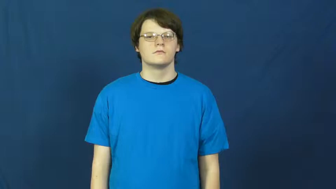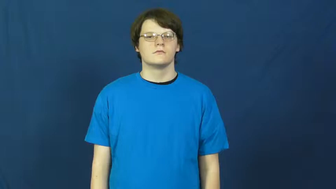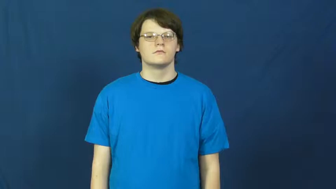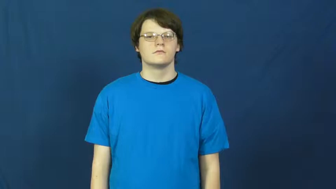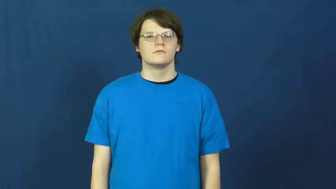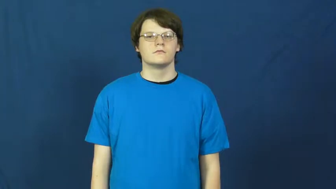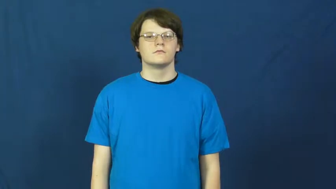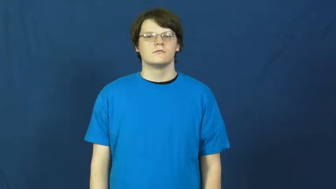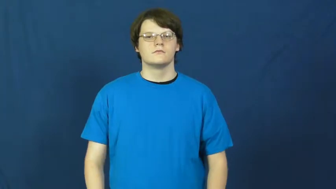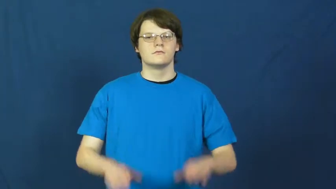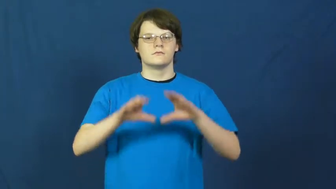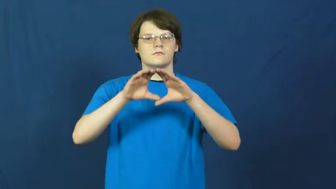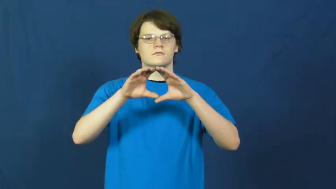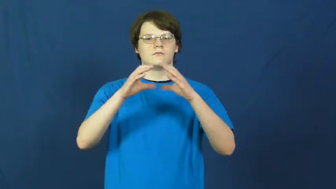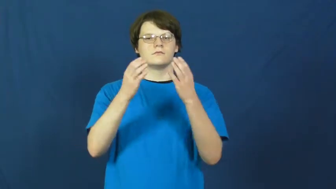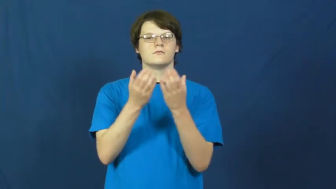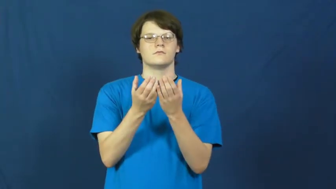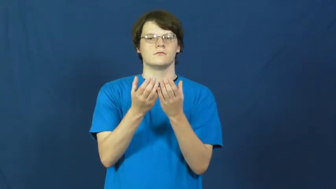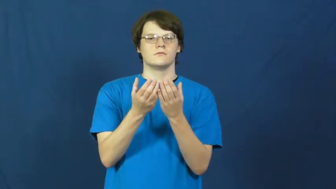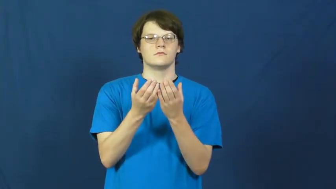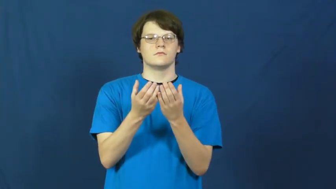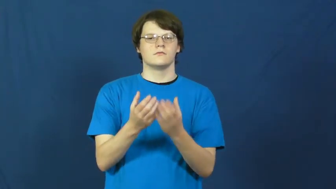lot-group